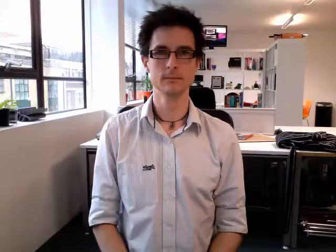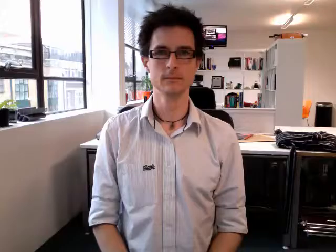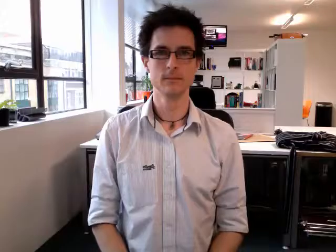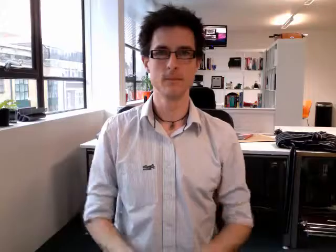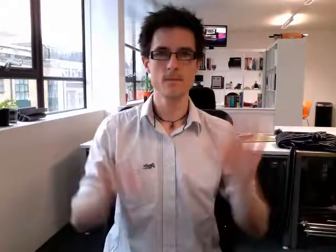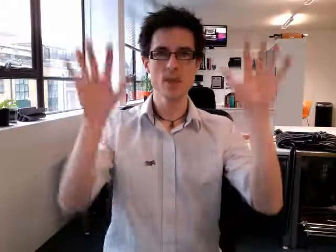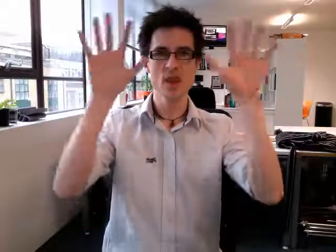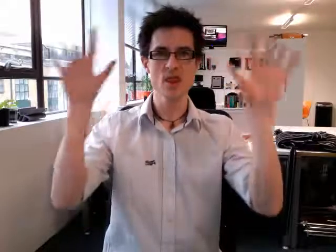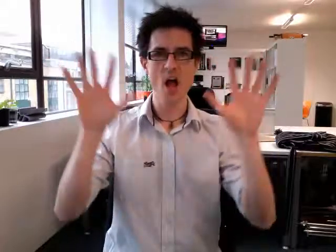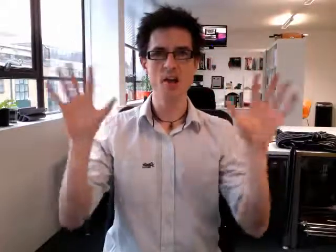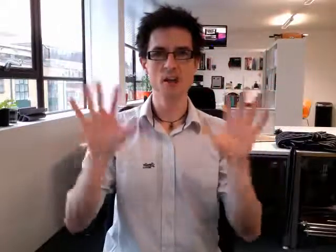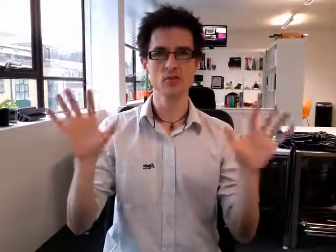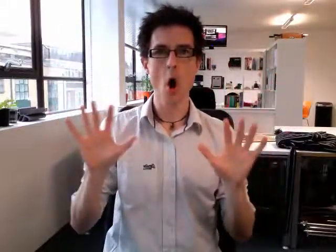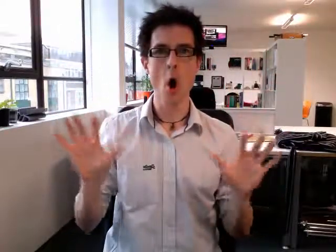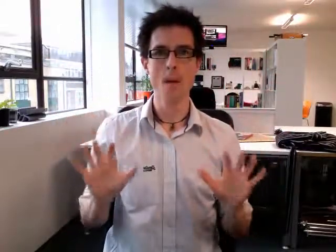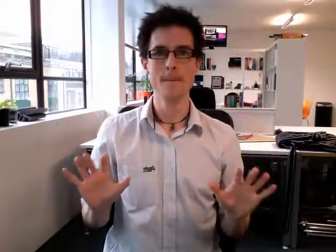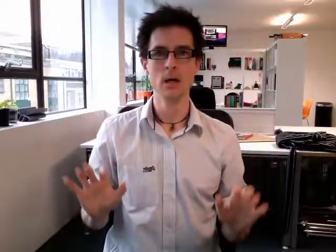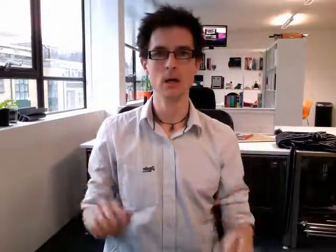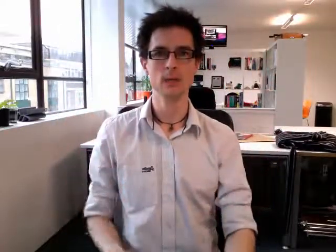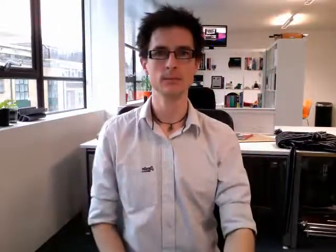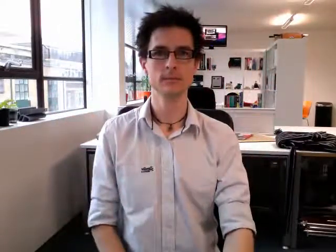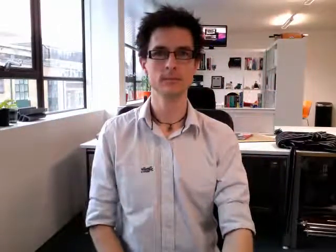thunderstorm